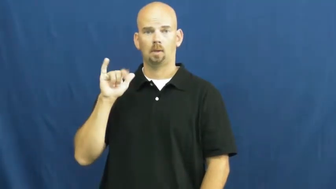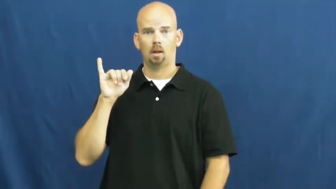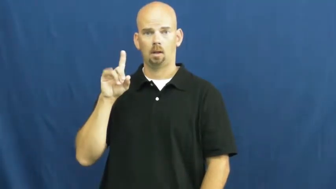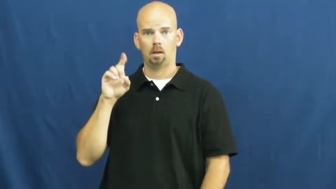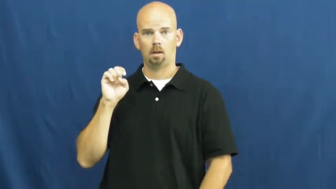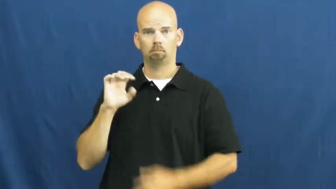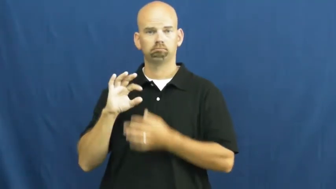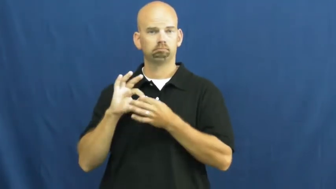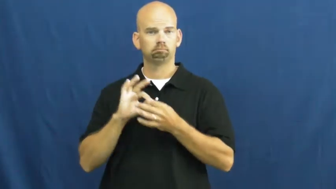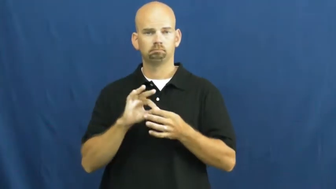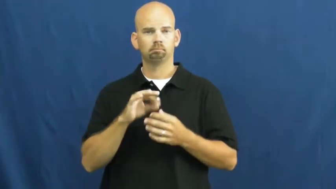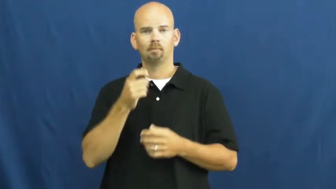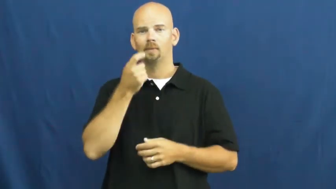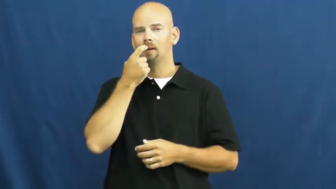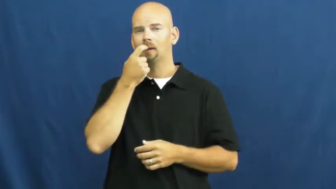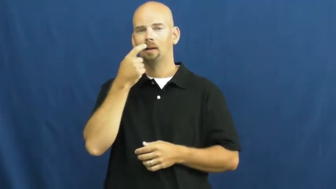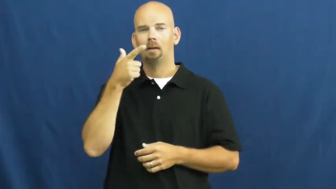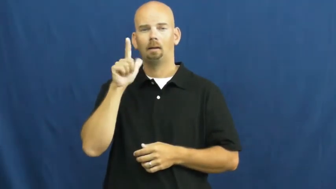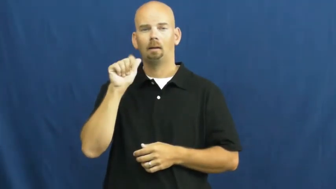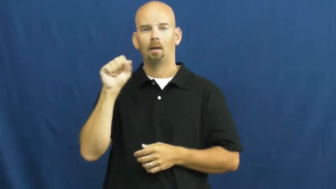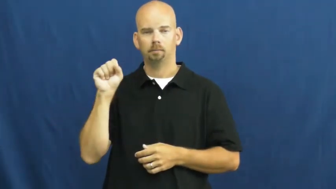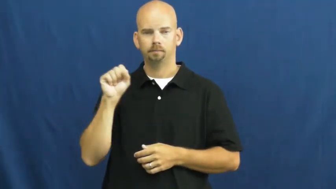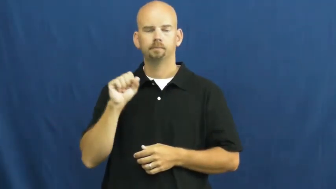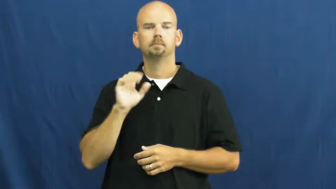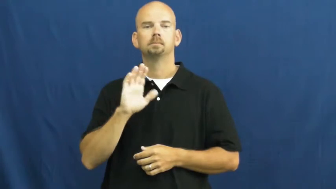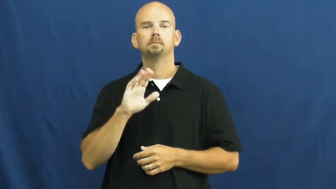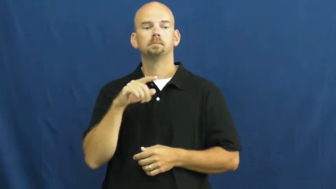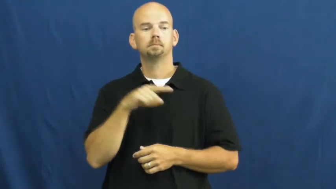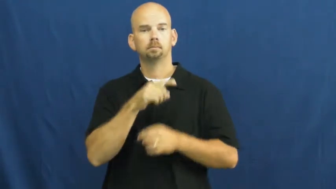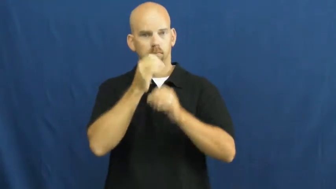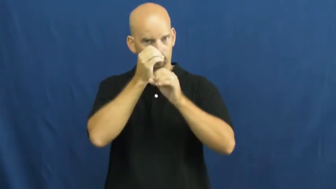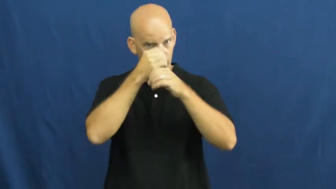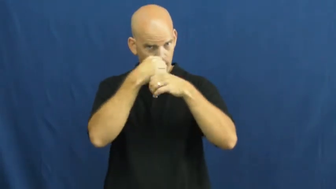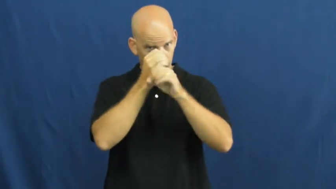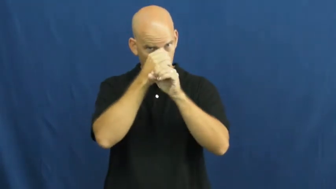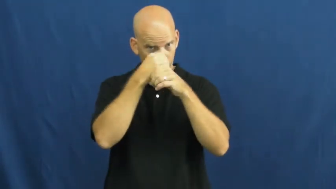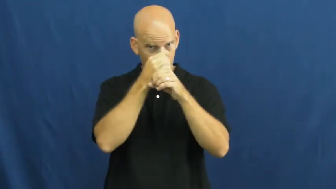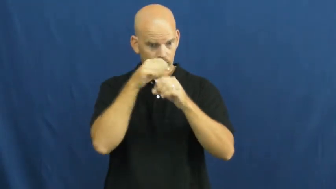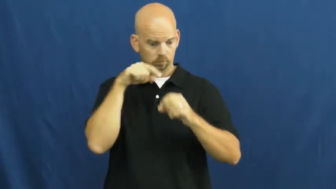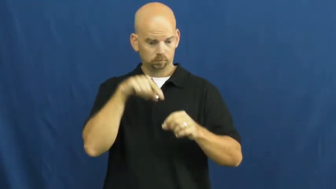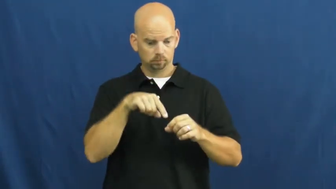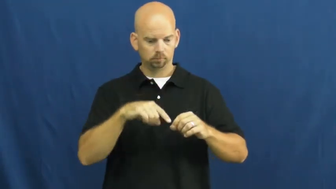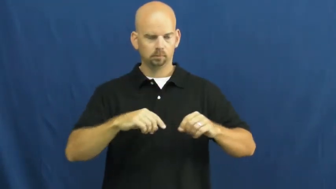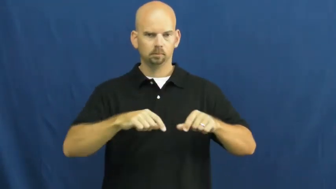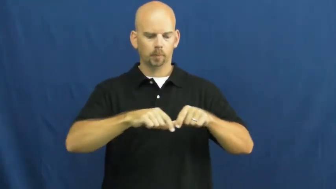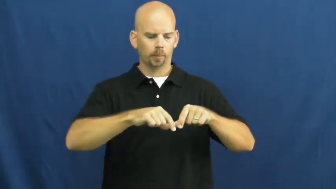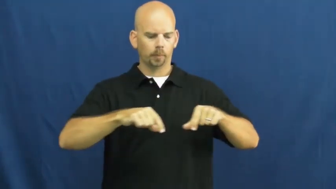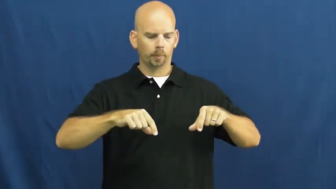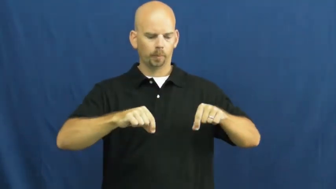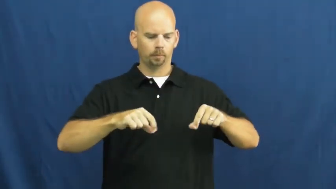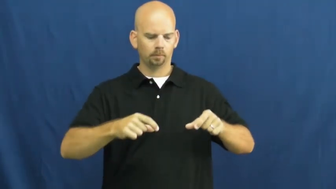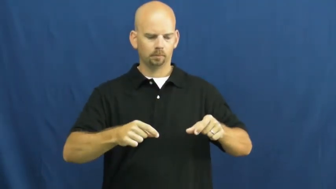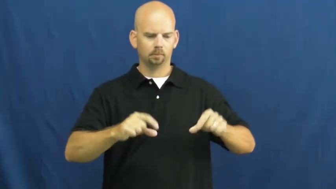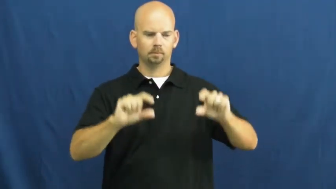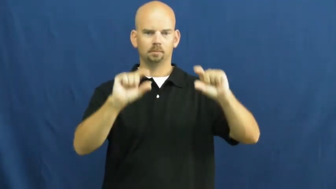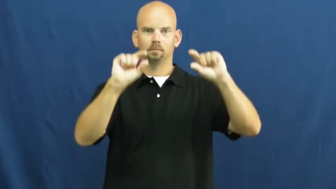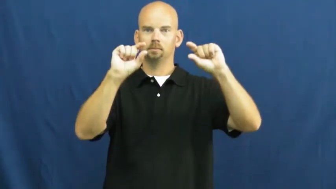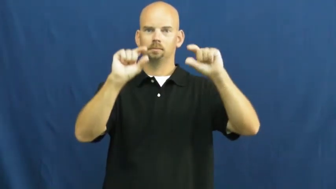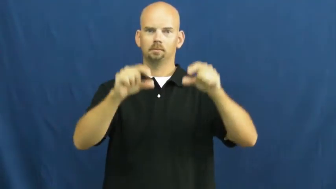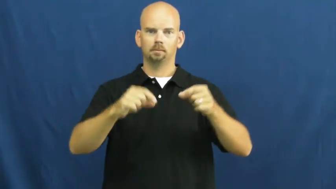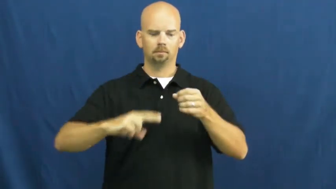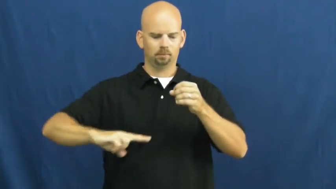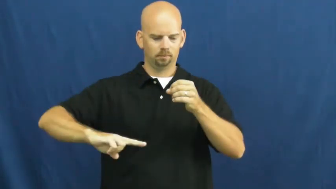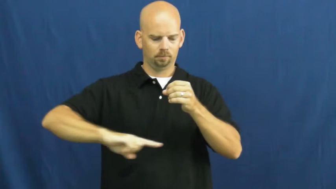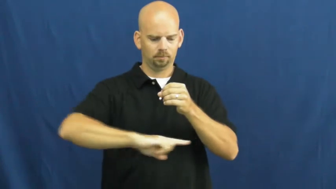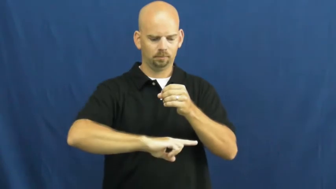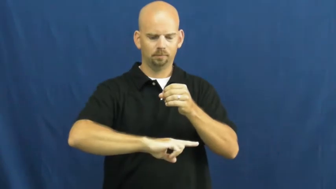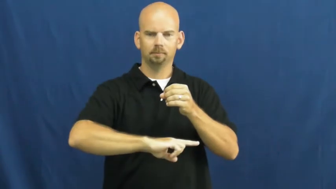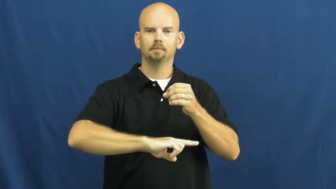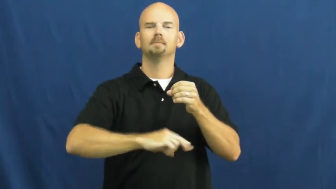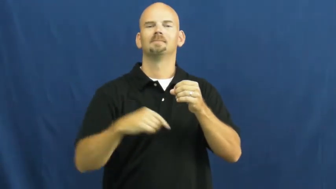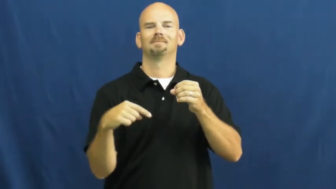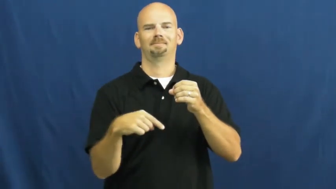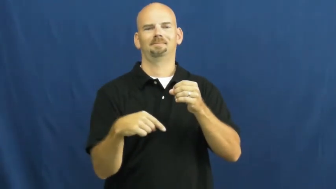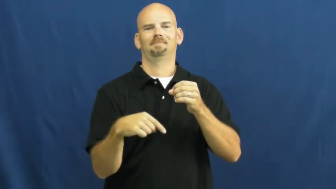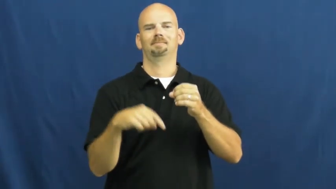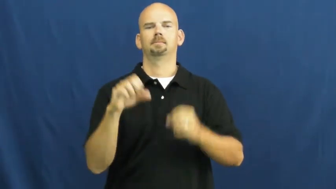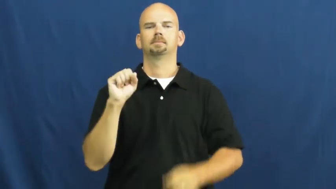slide-glass